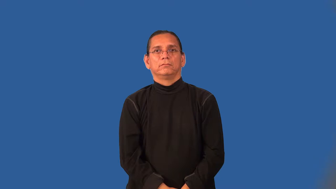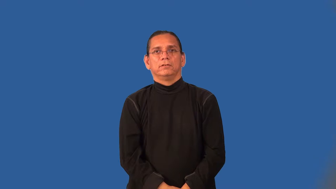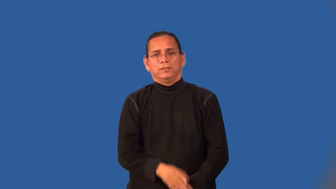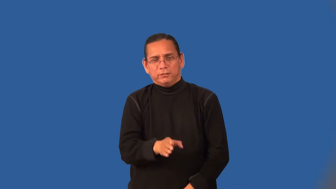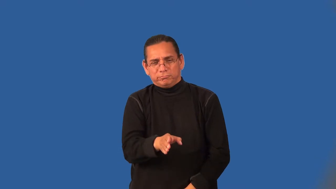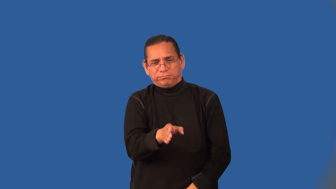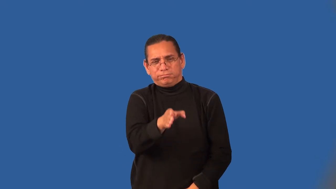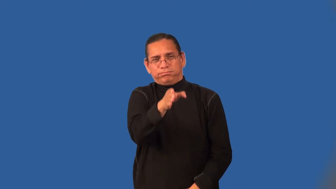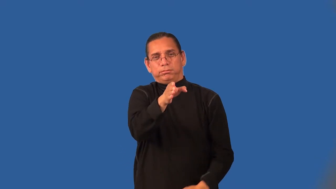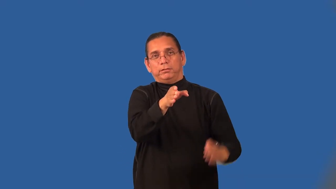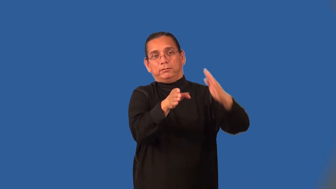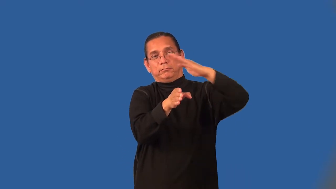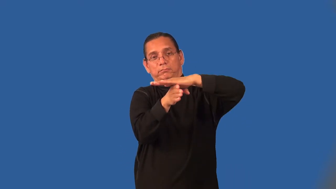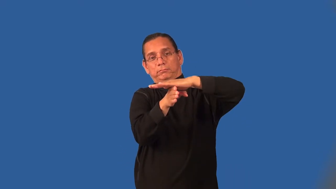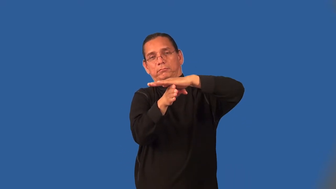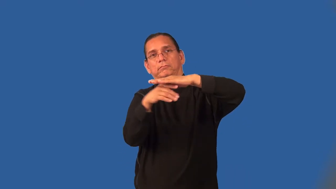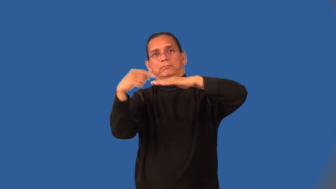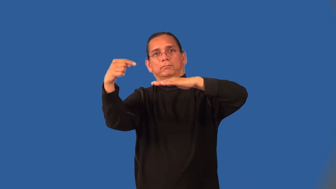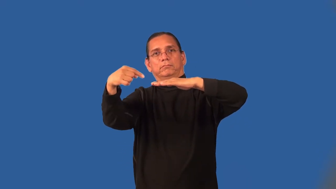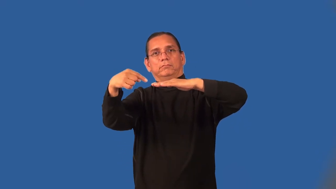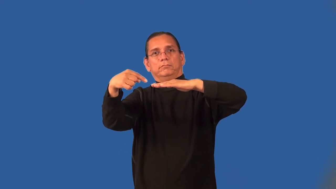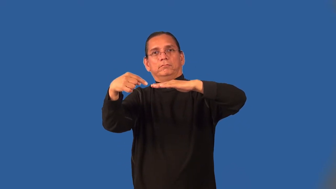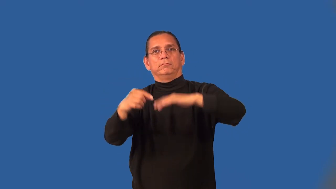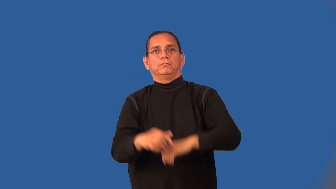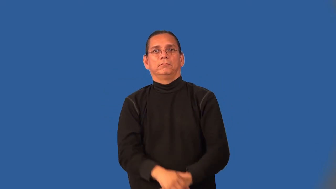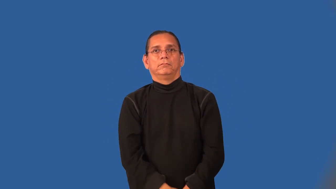overhang